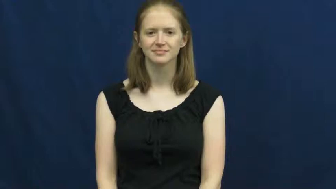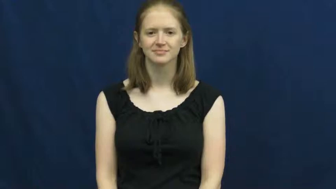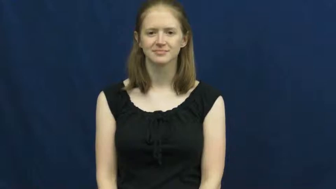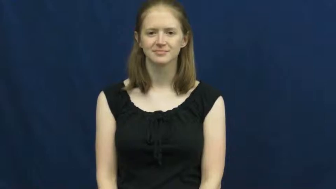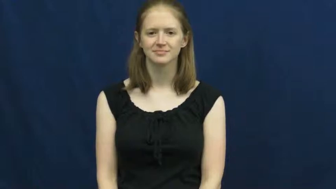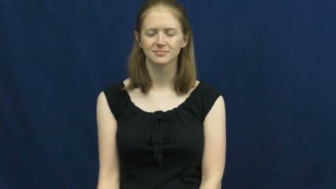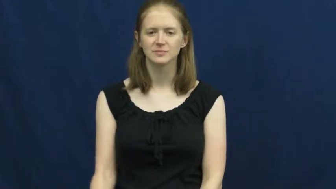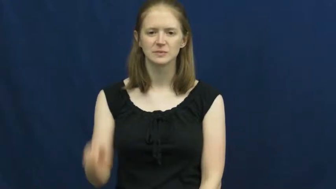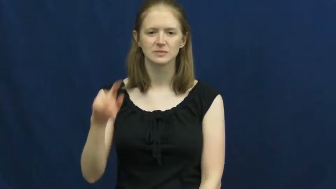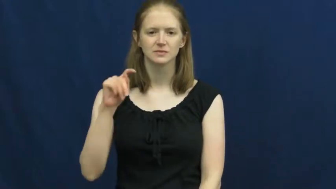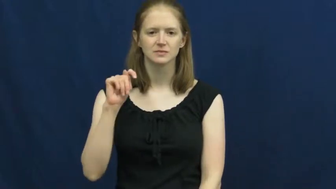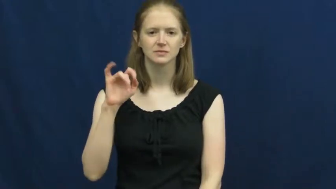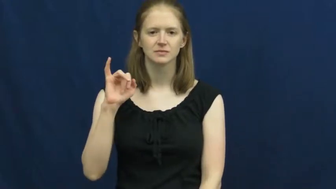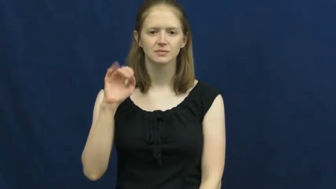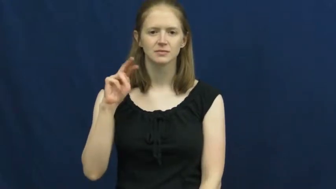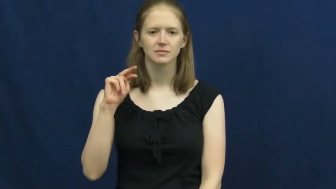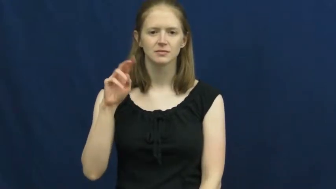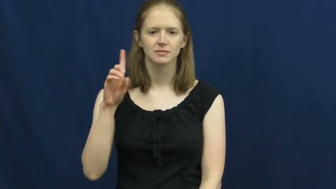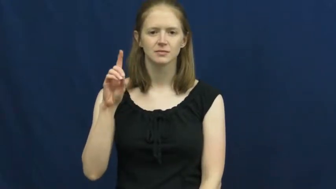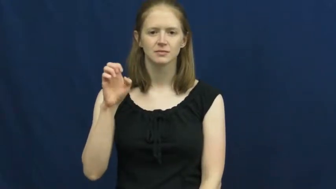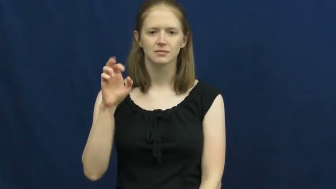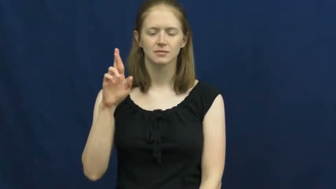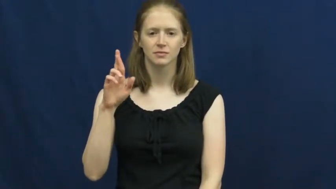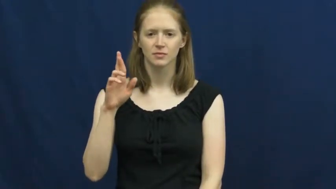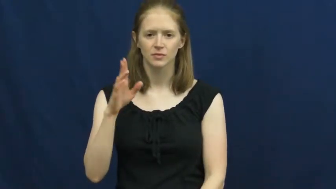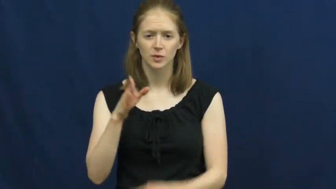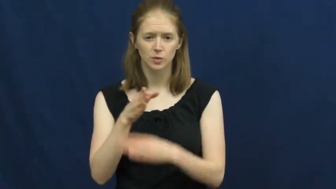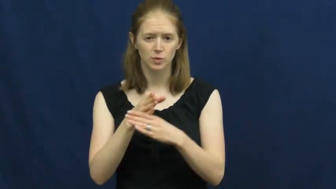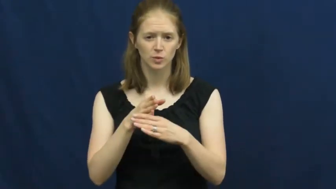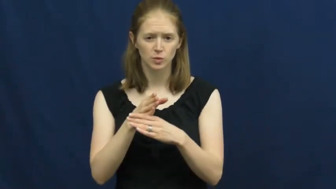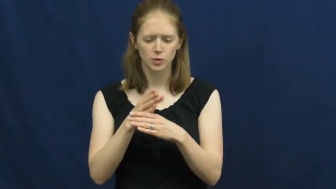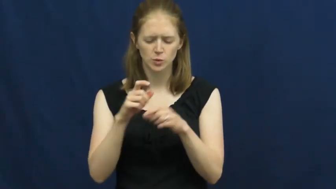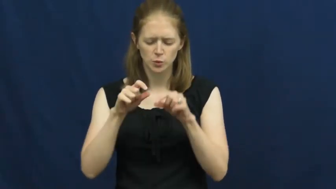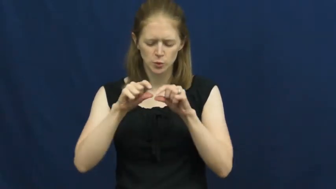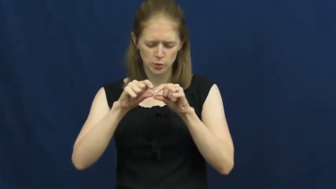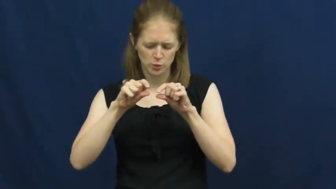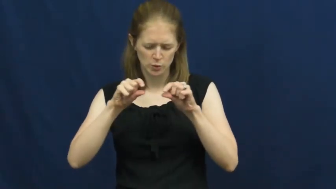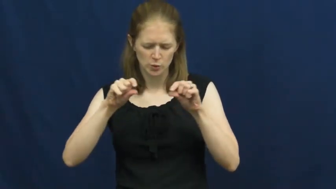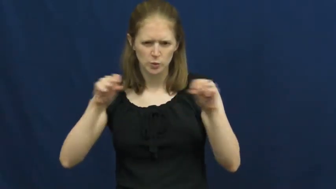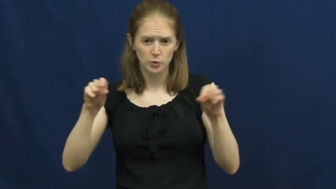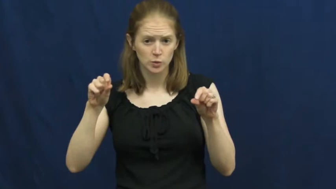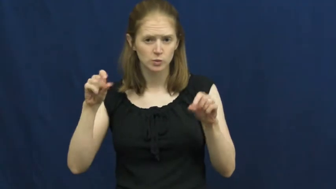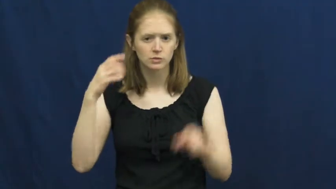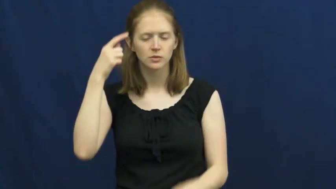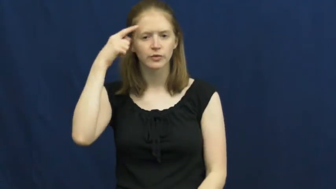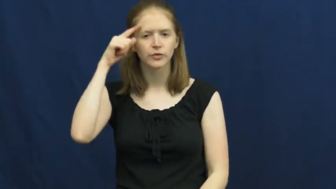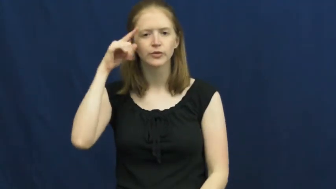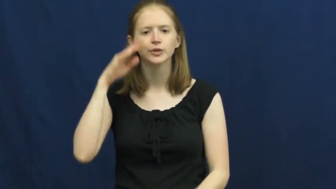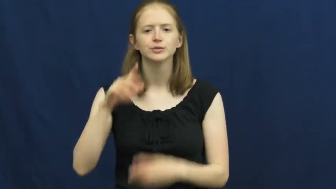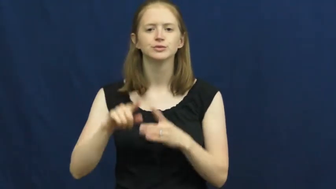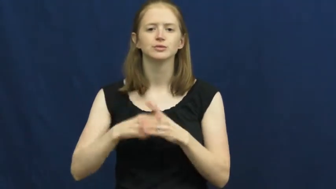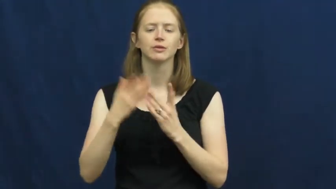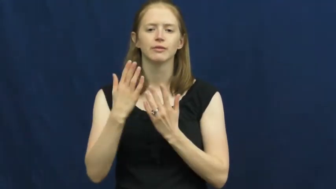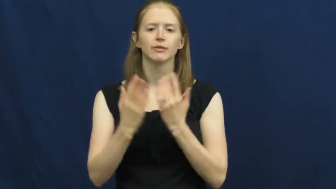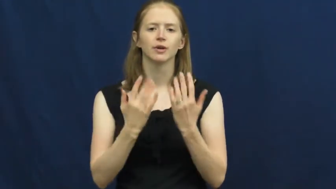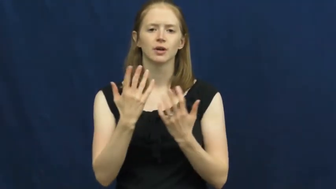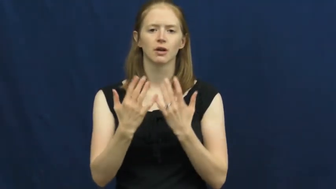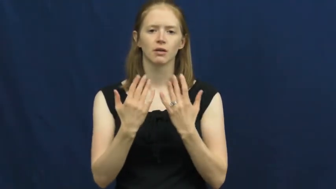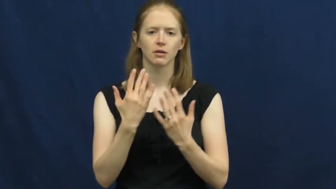tinder